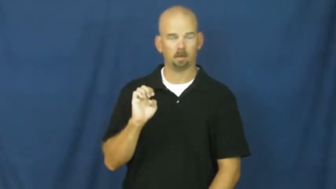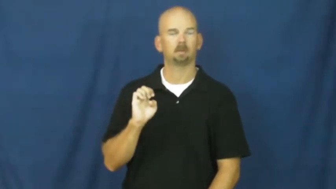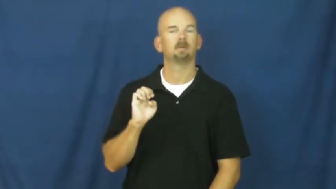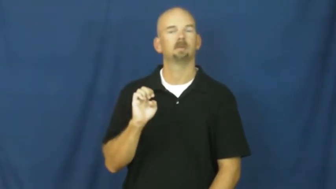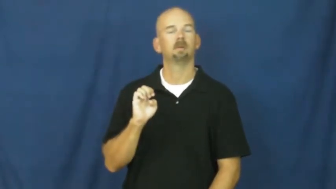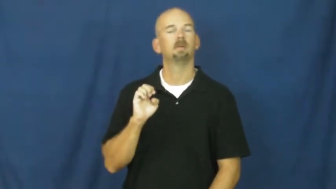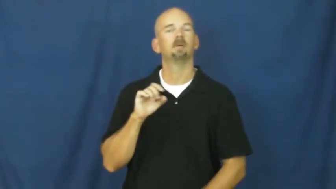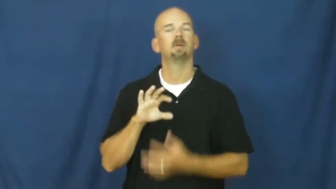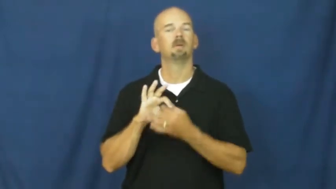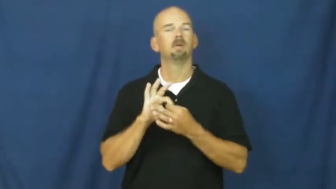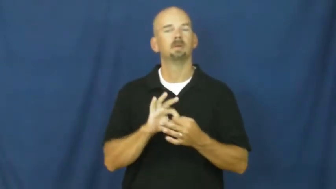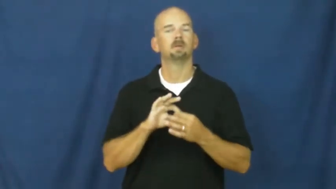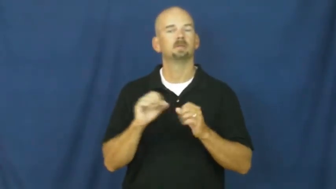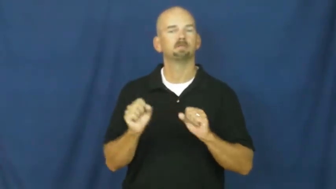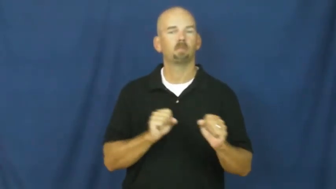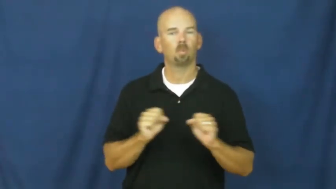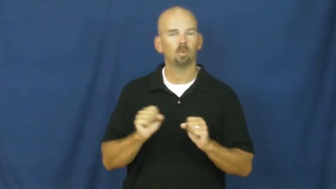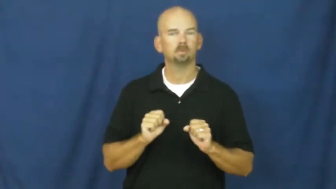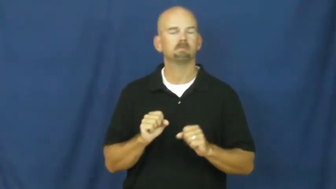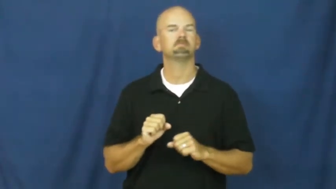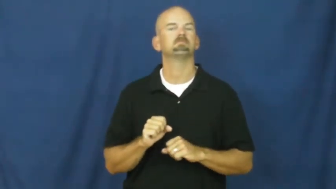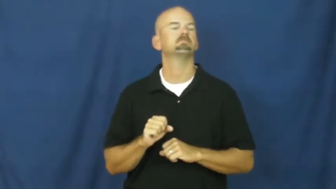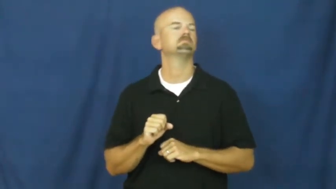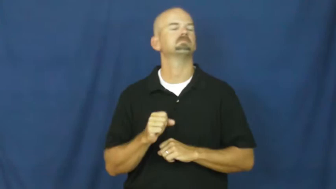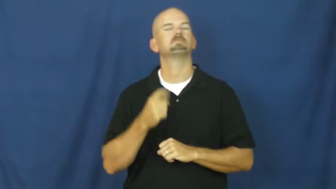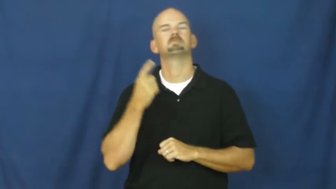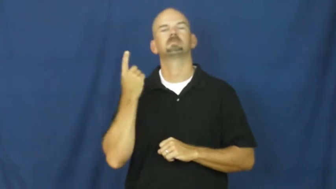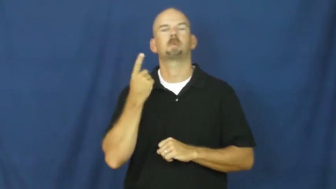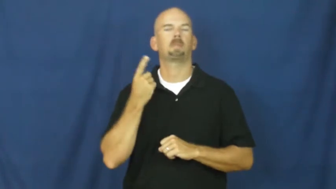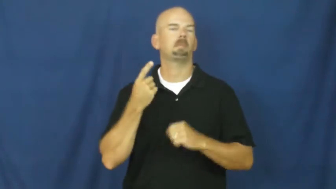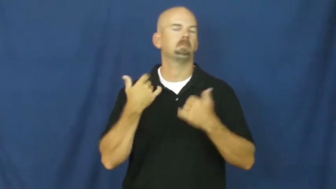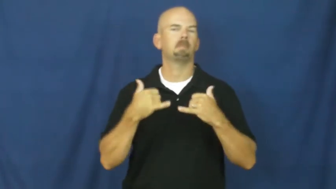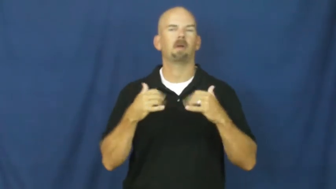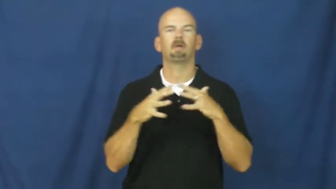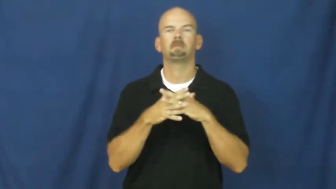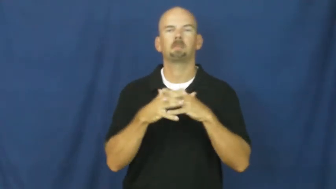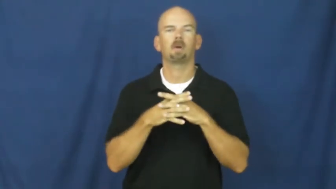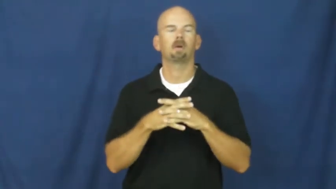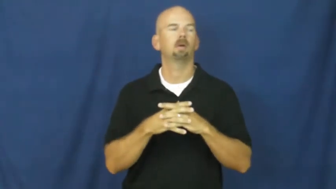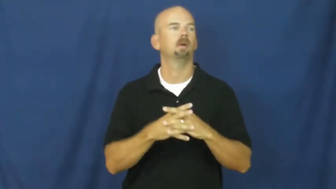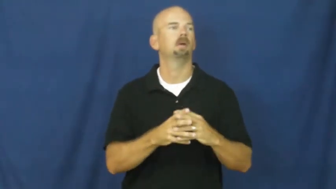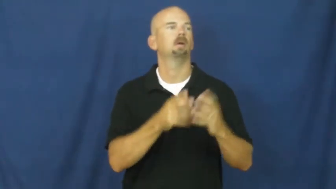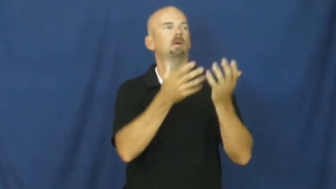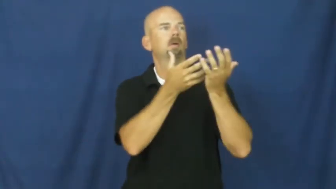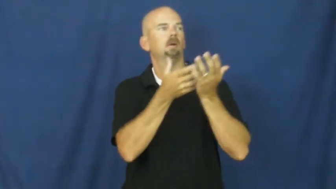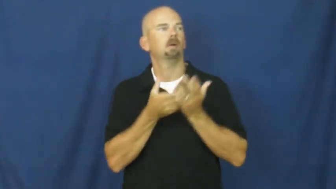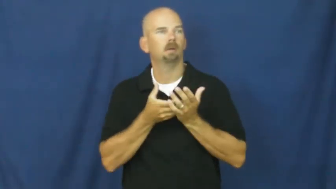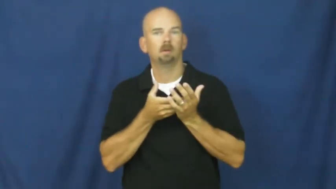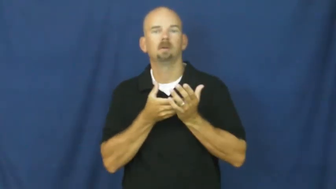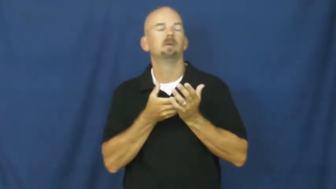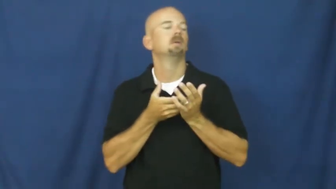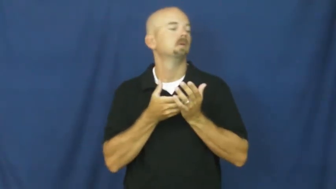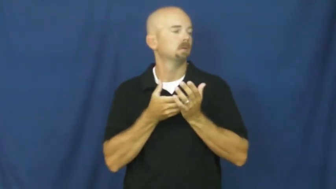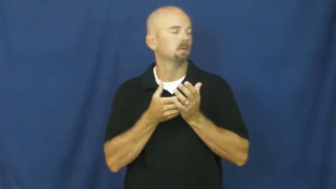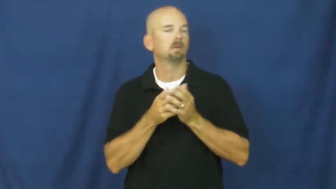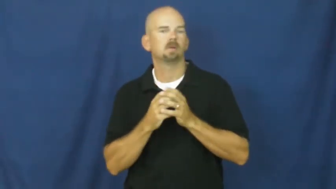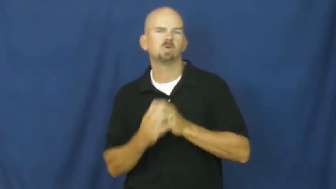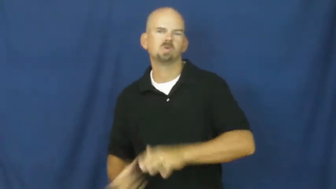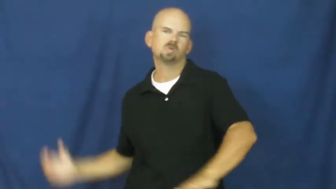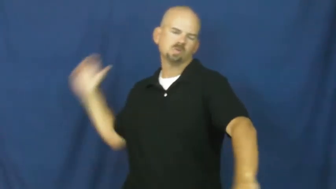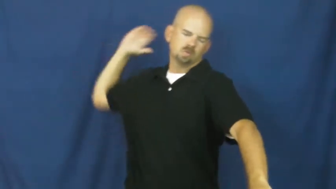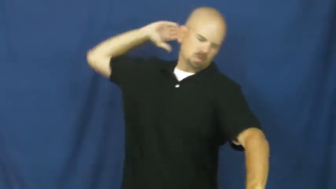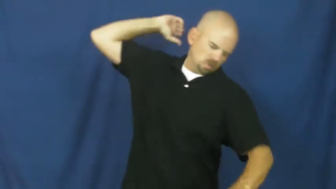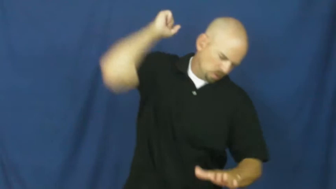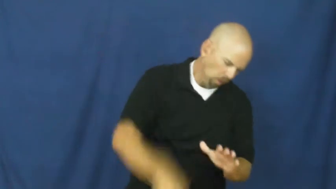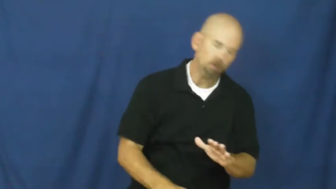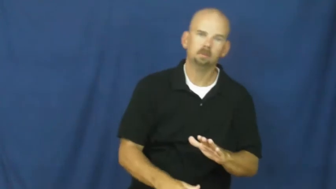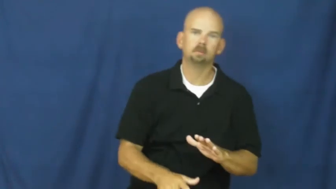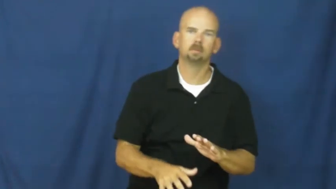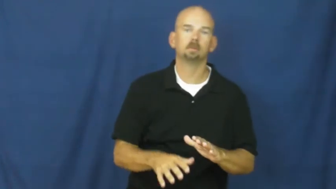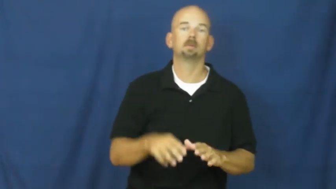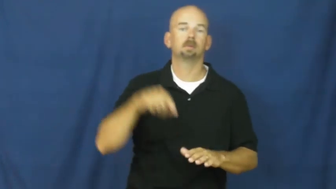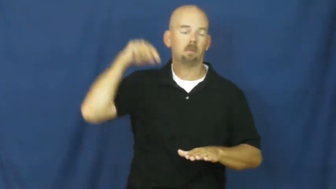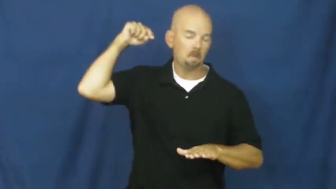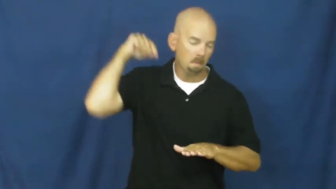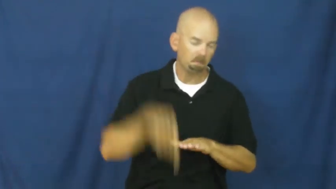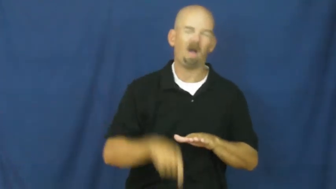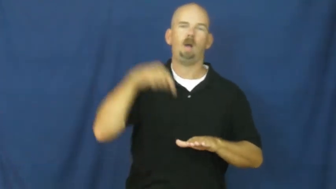spike-sports